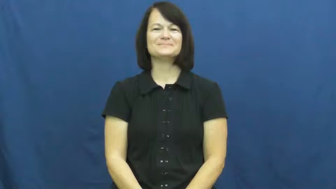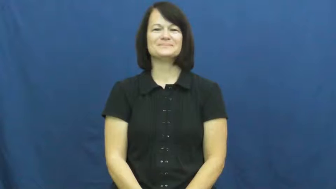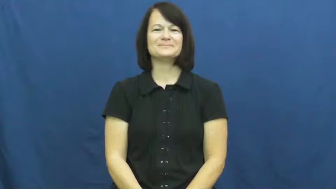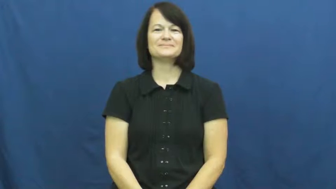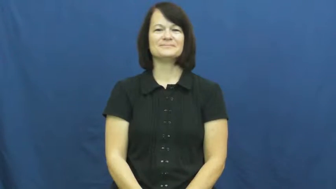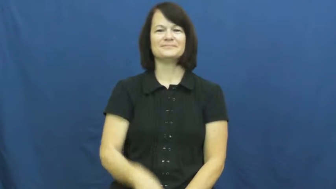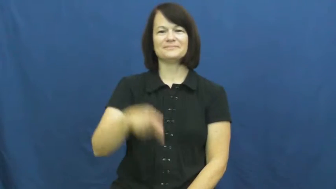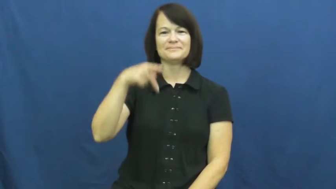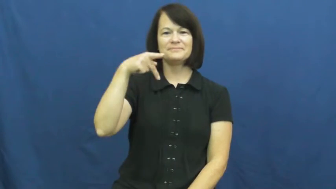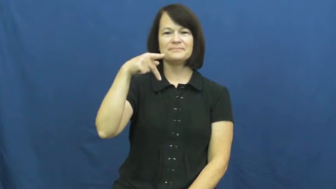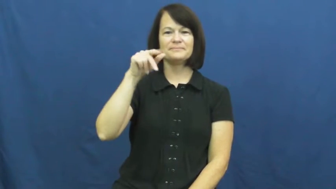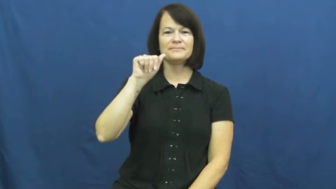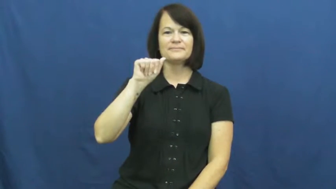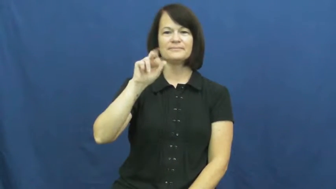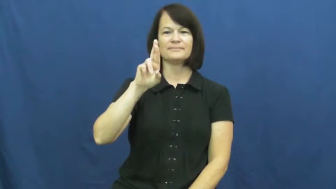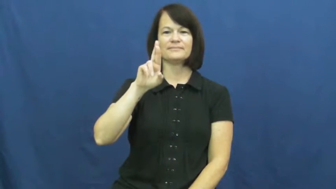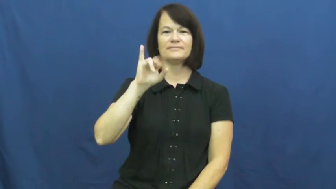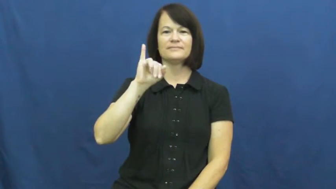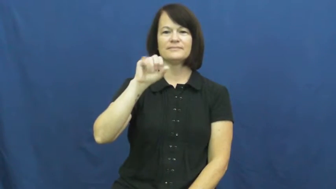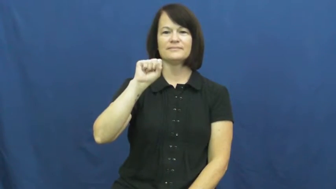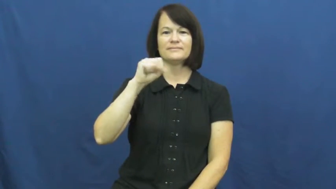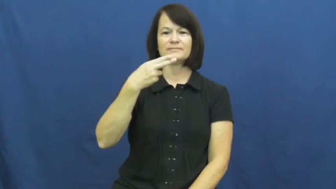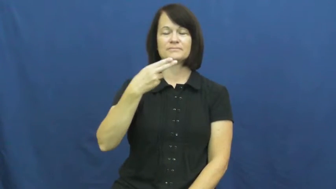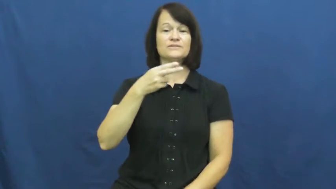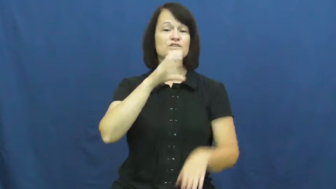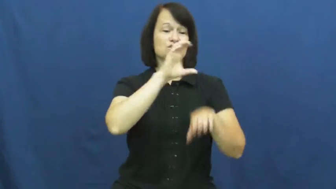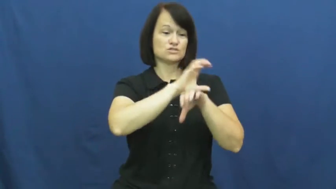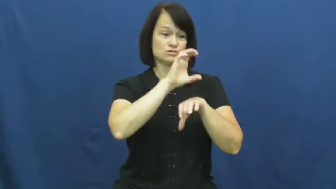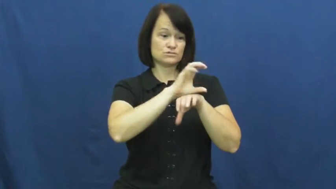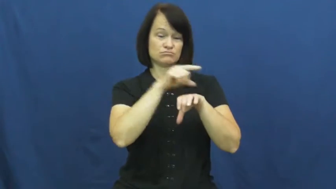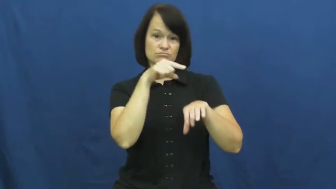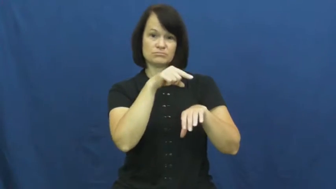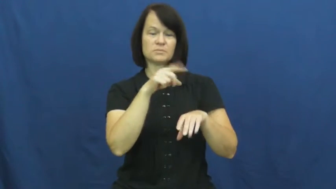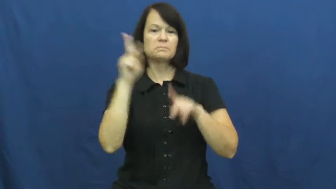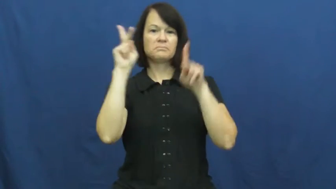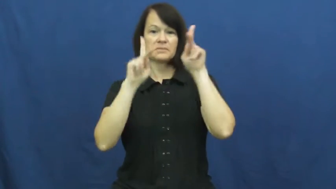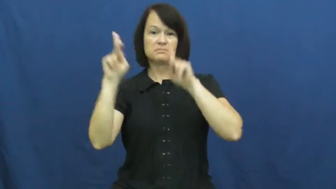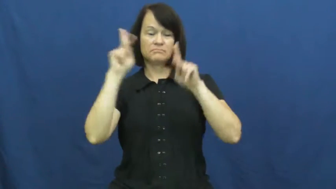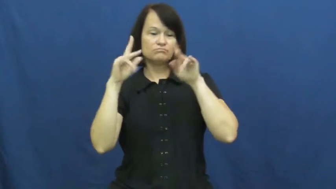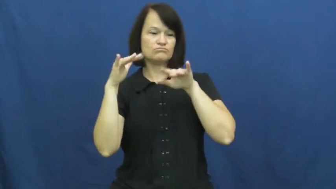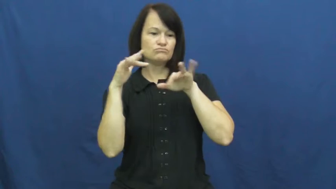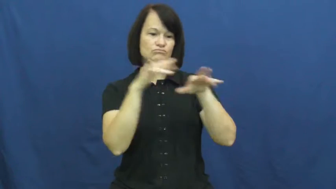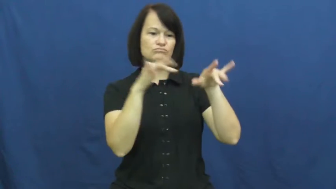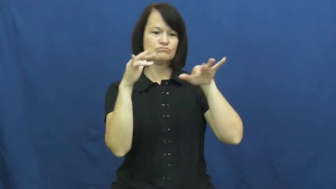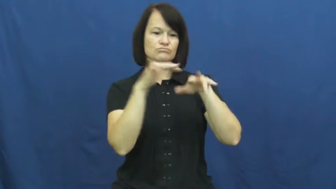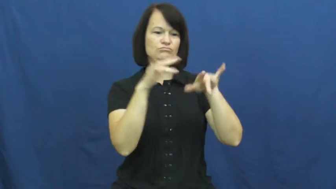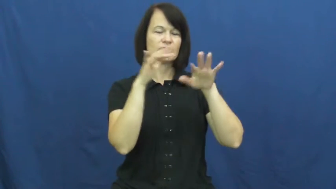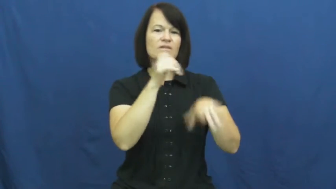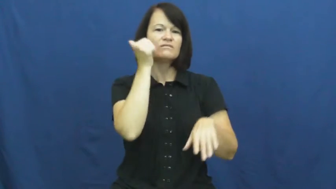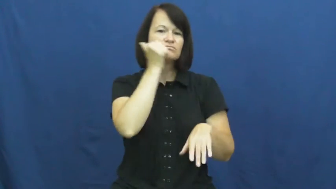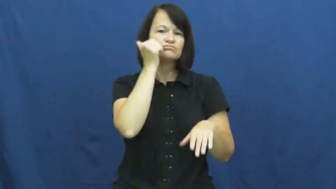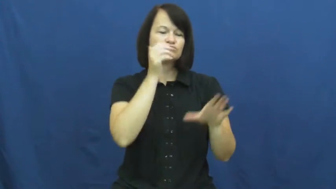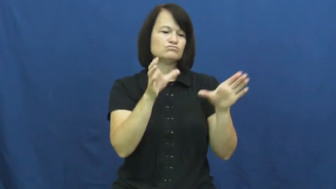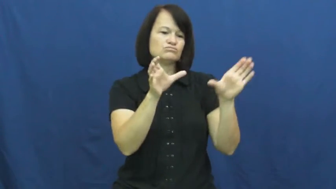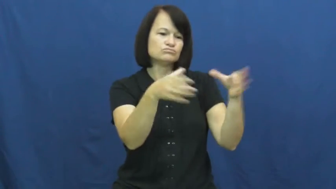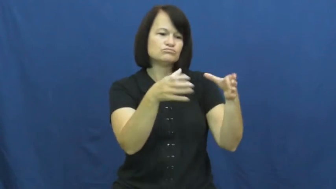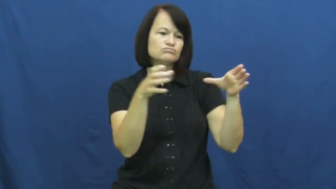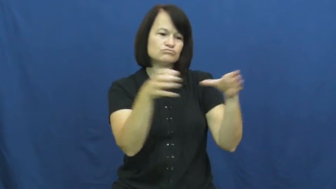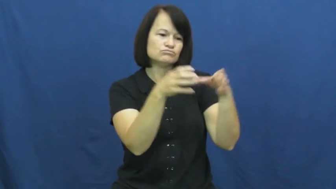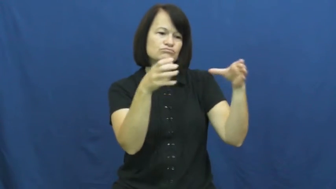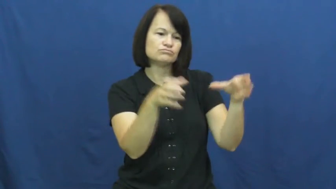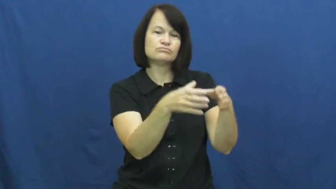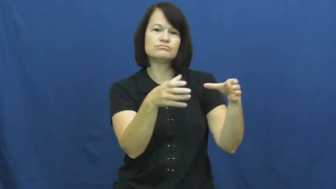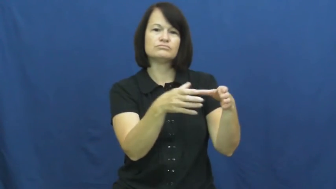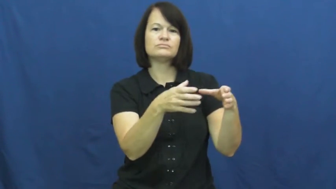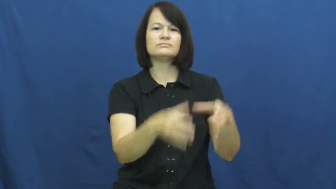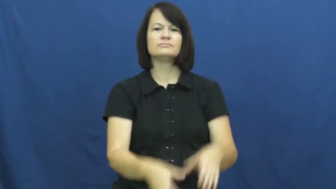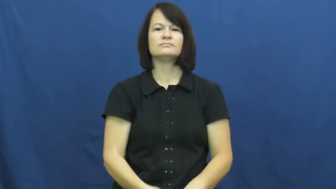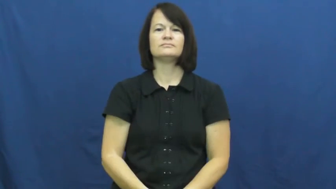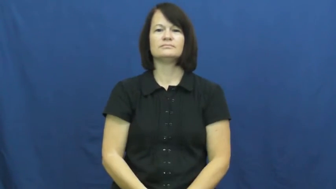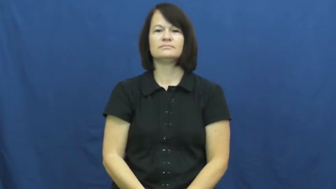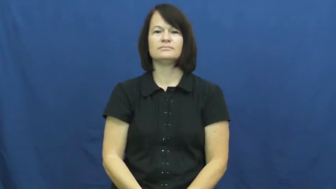parish